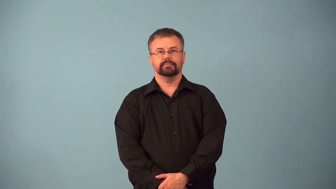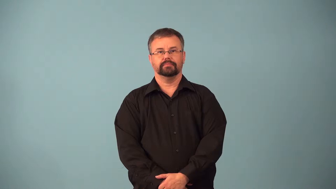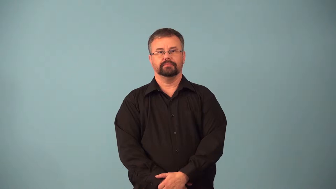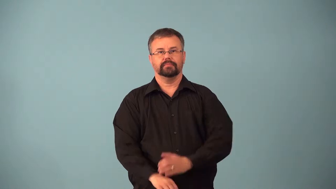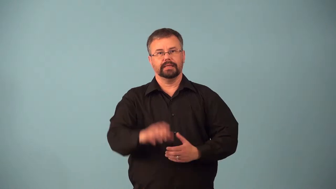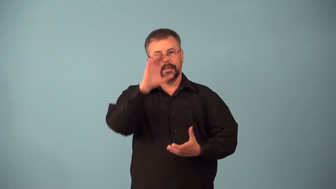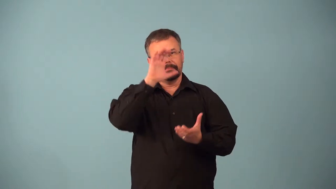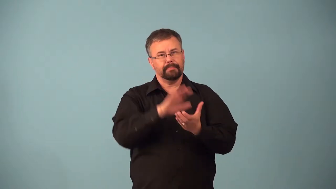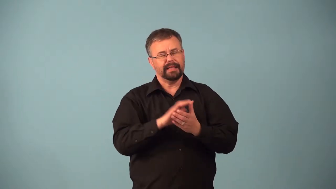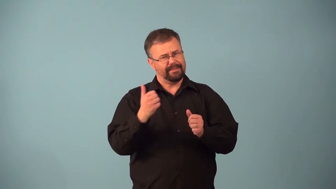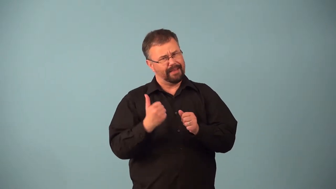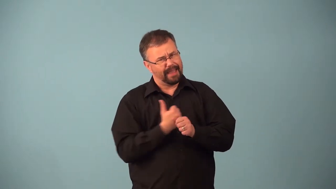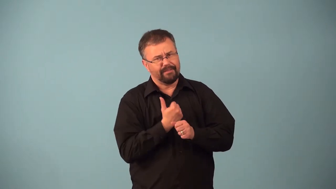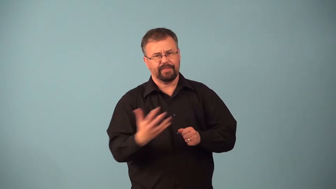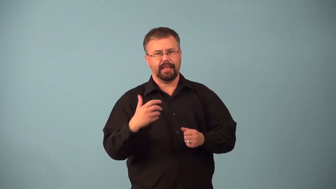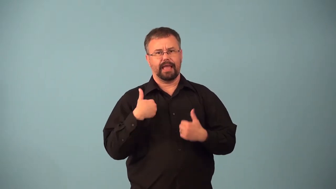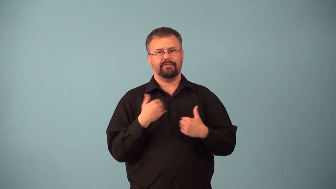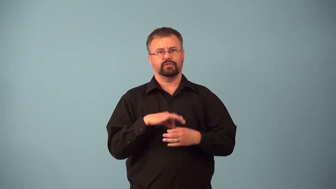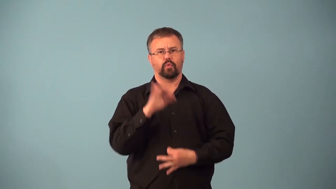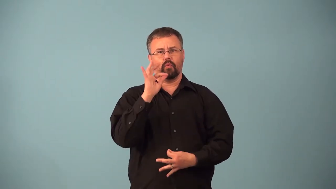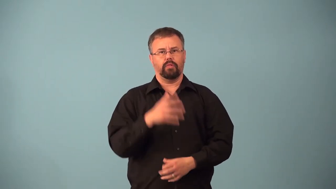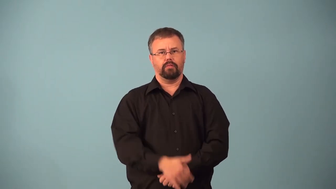animism,animist